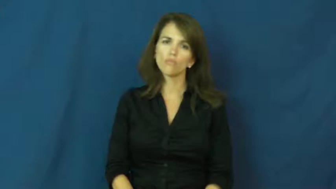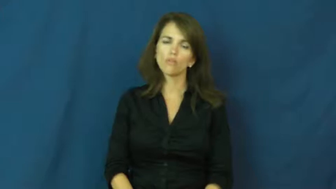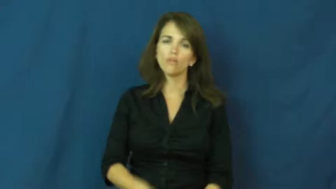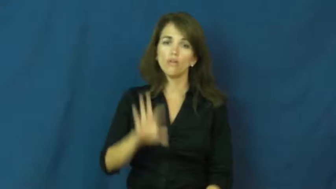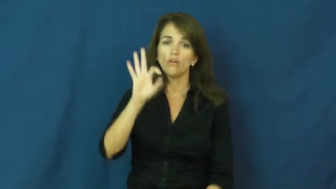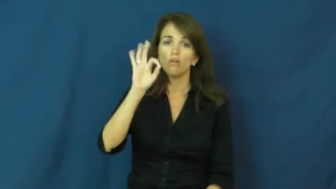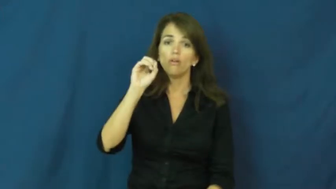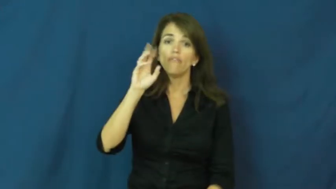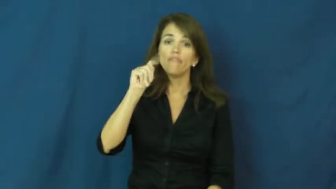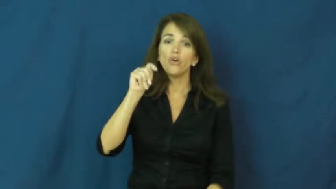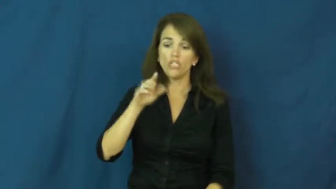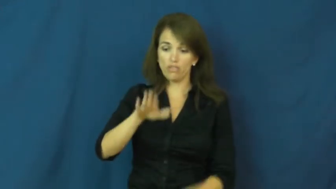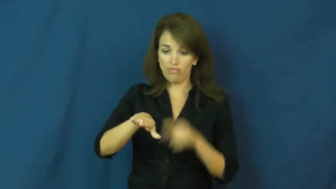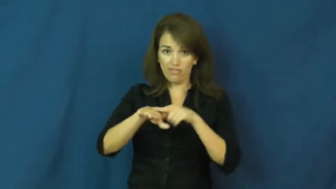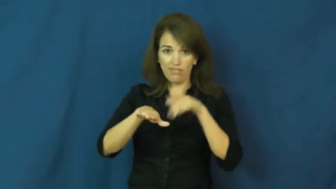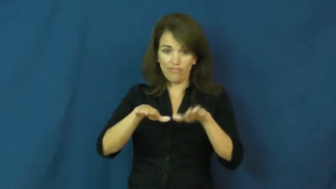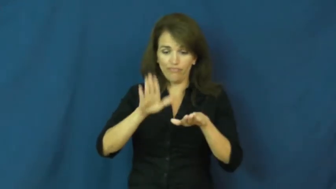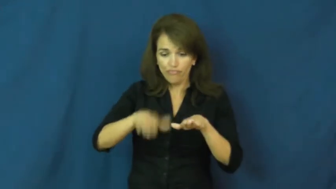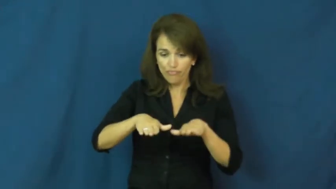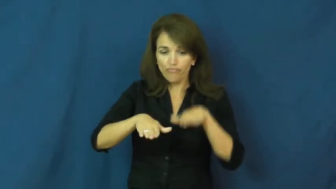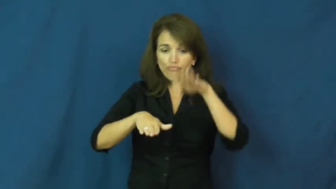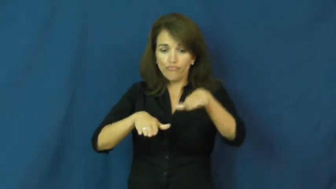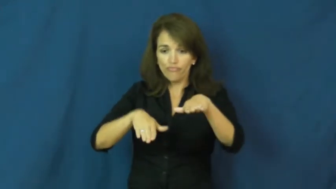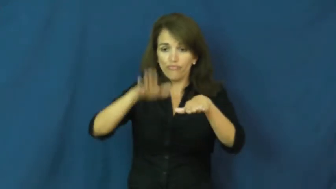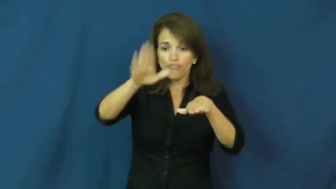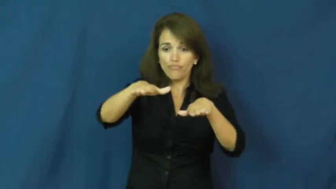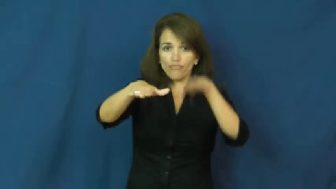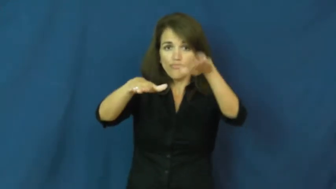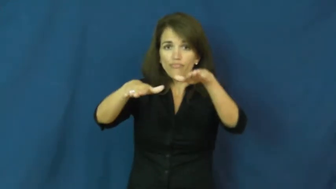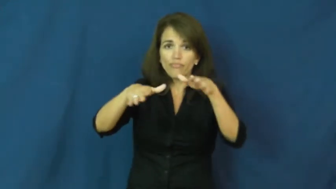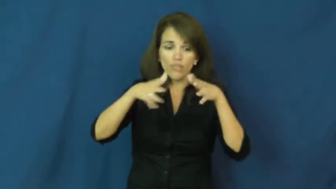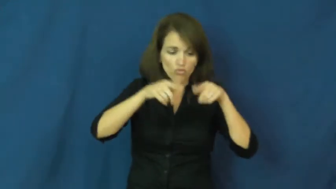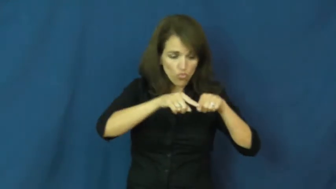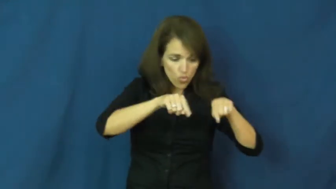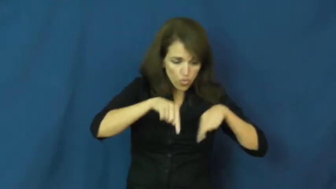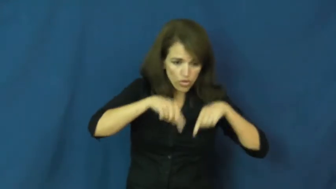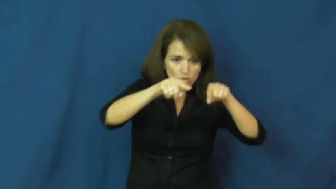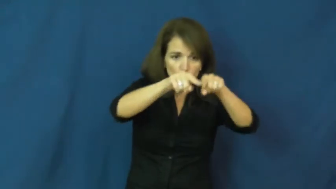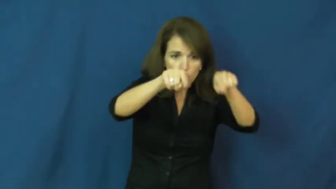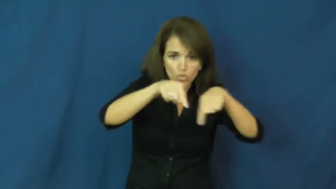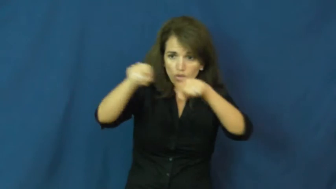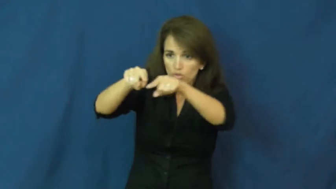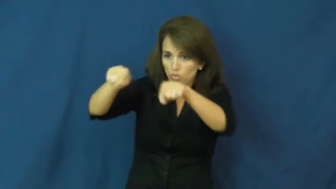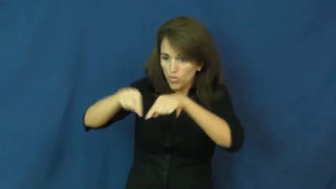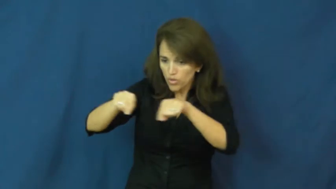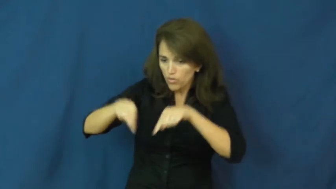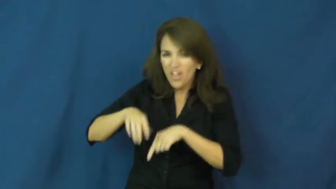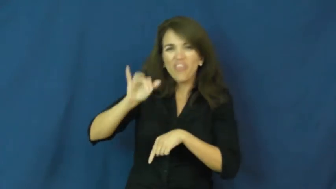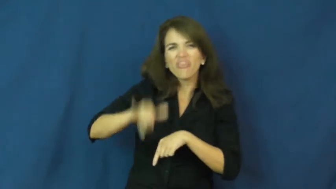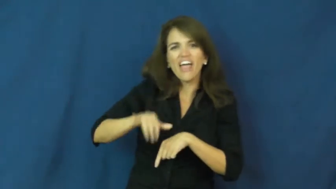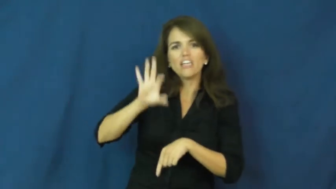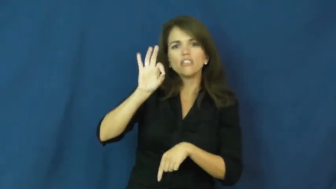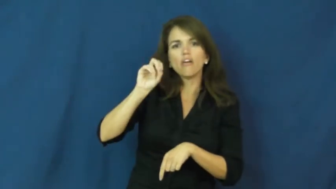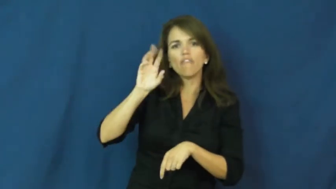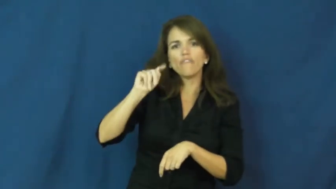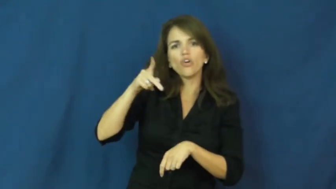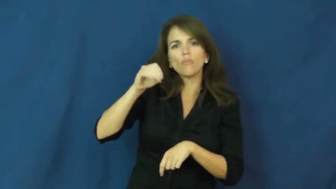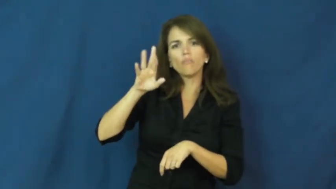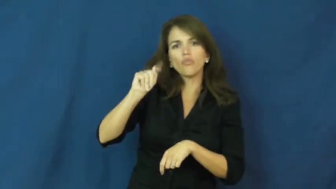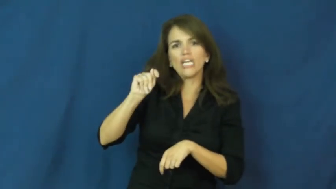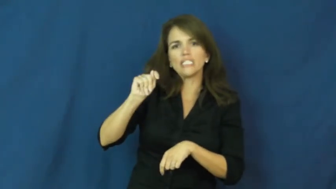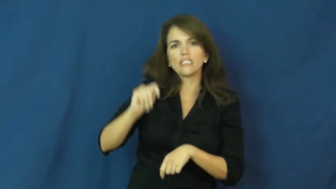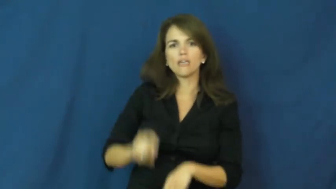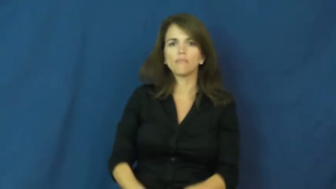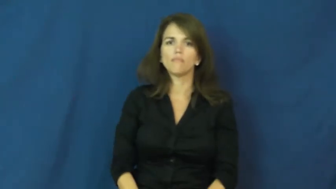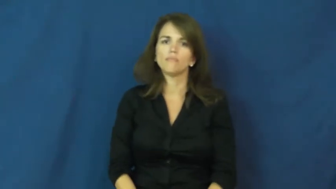footprint,print